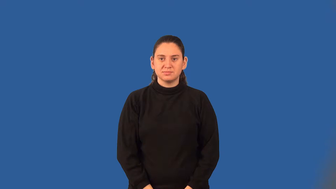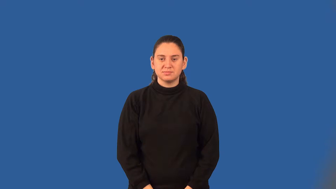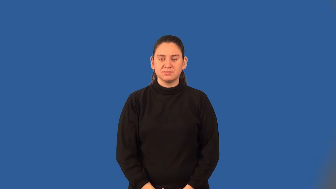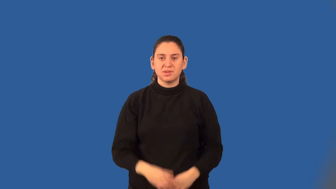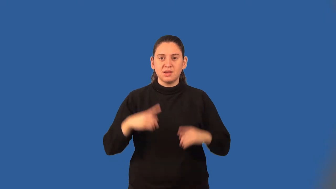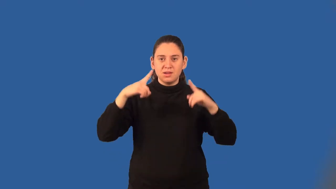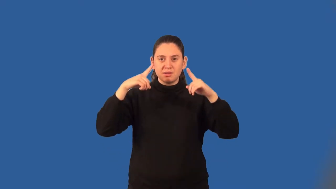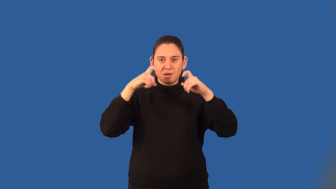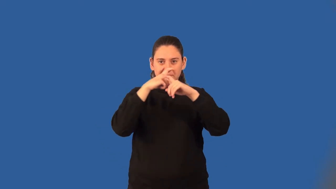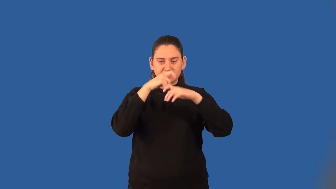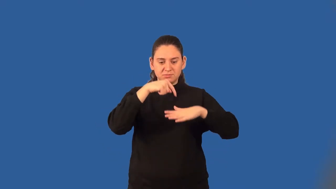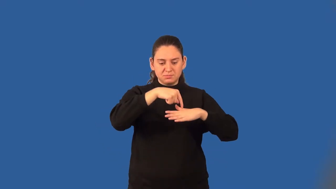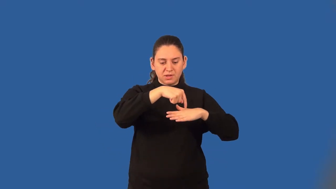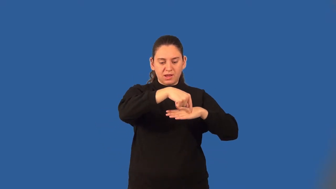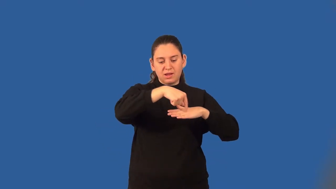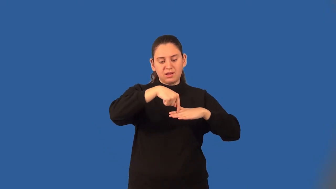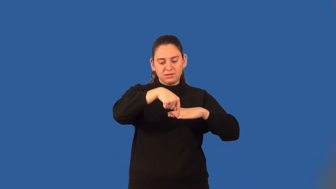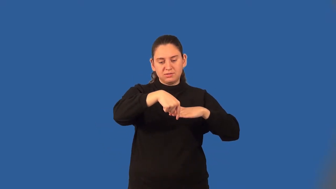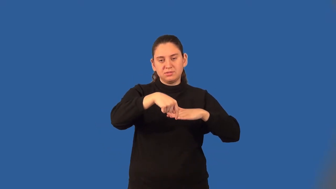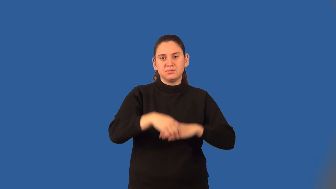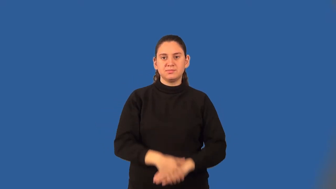complex plane